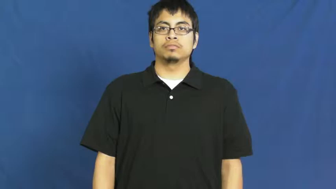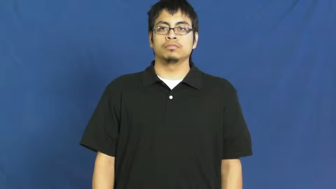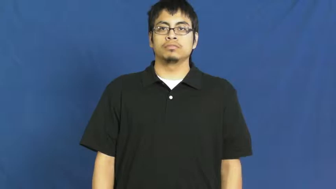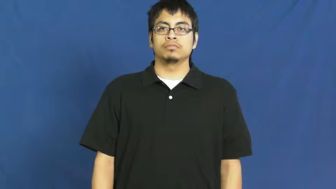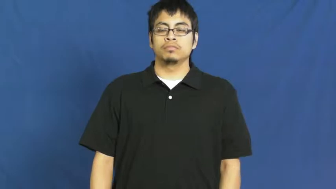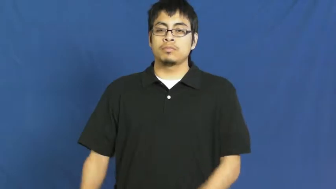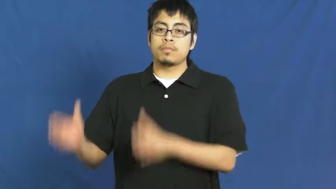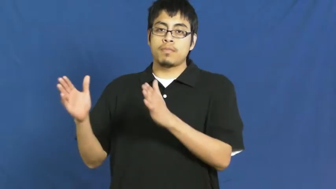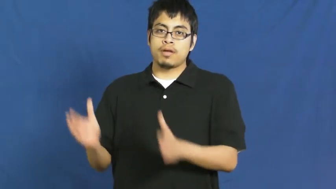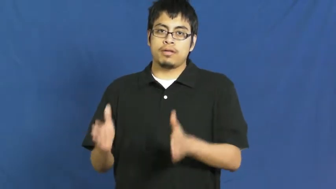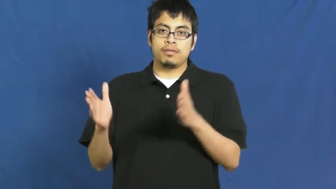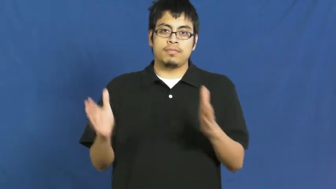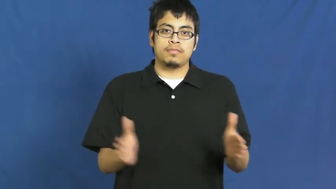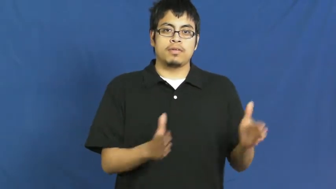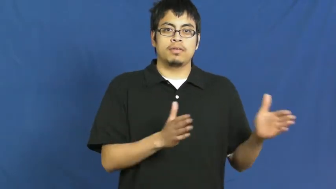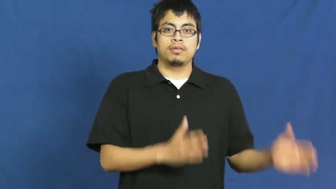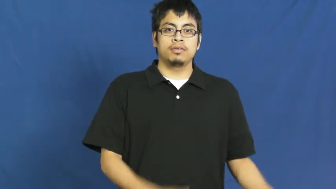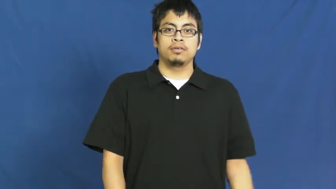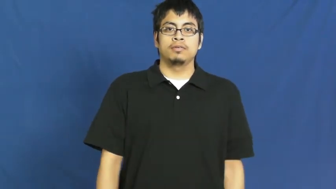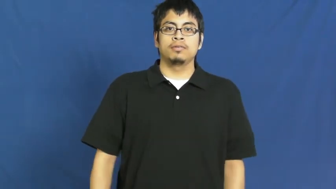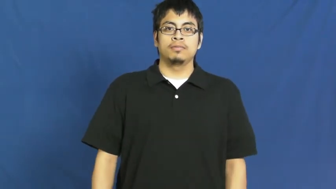order,sequence,lineal,ordinate,disposition